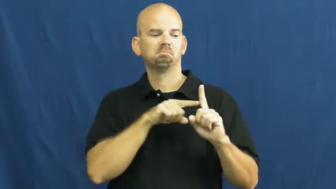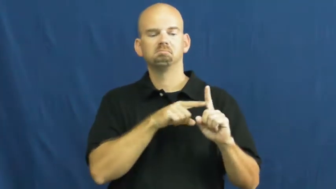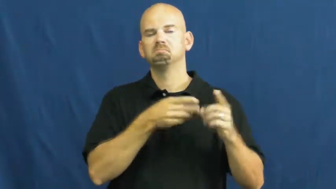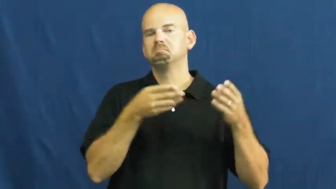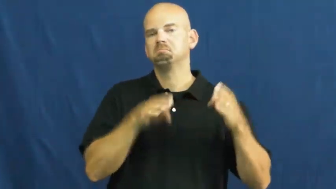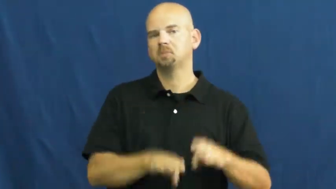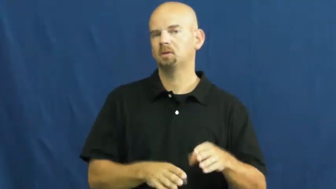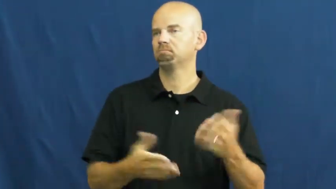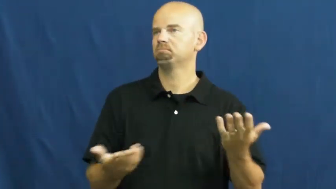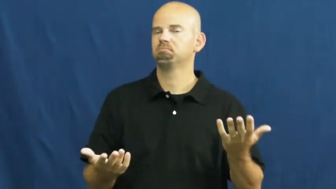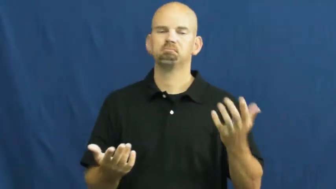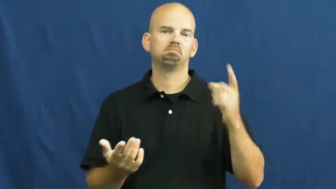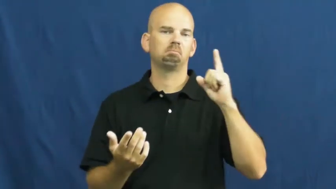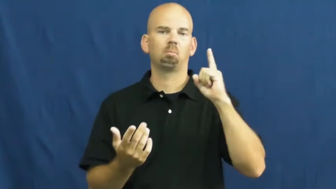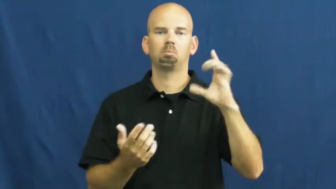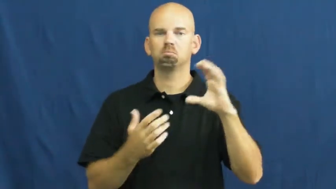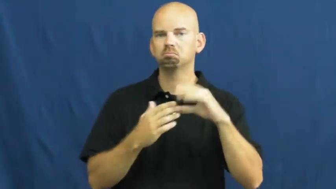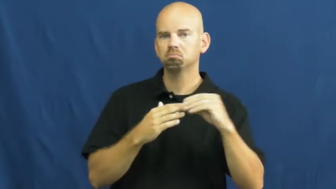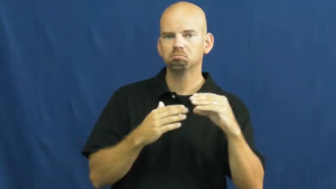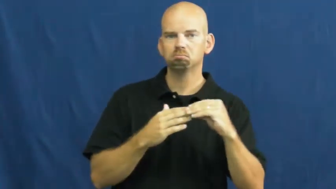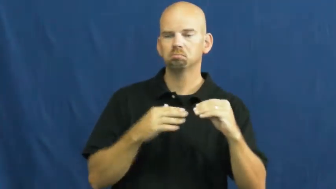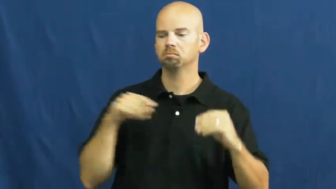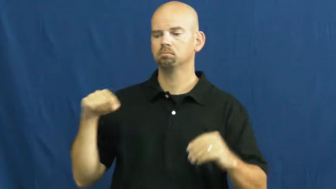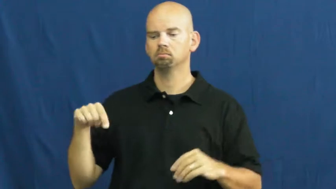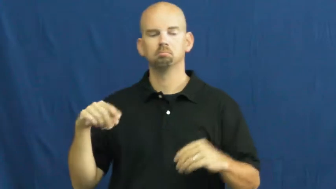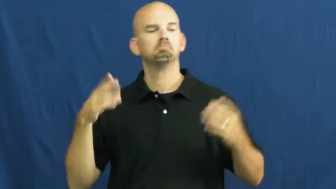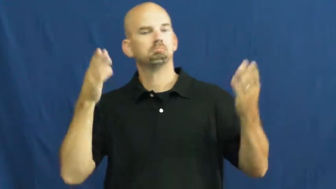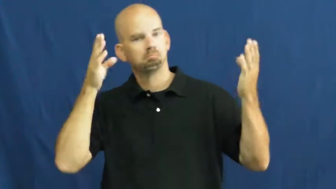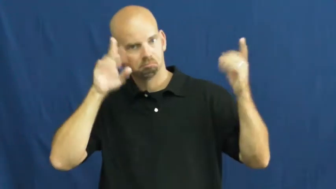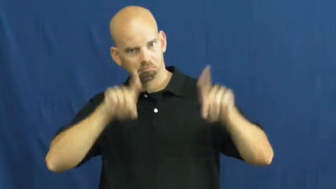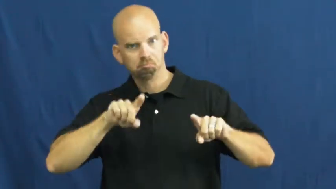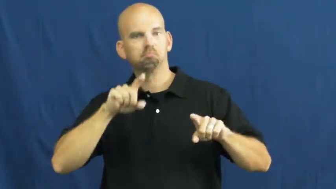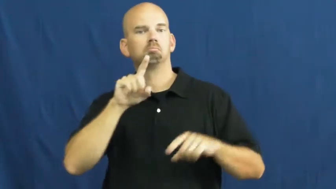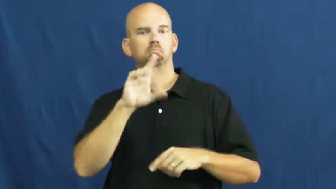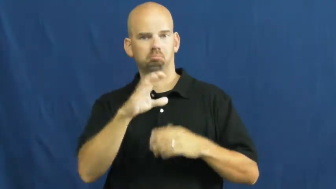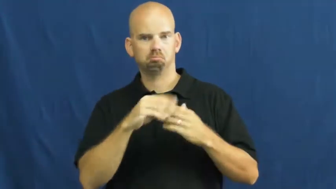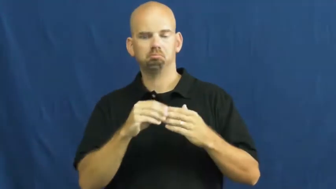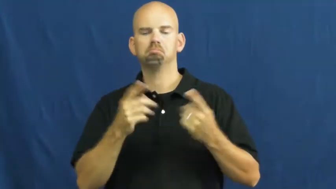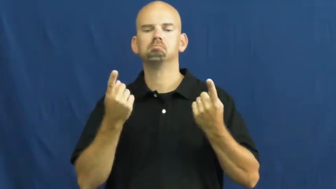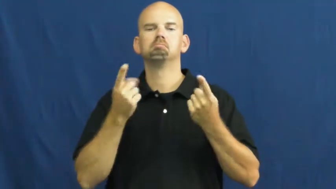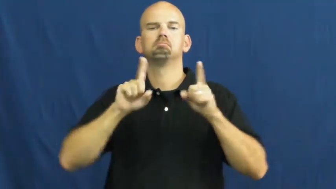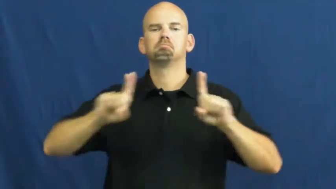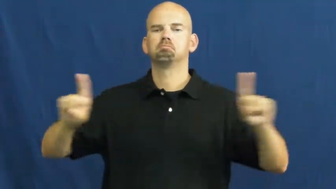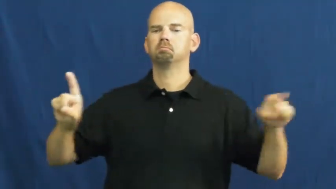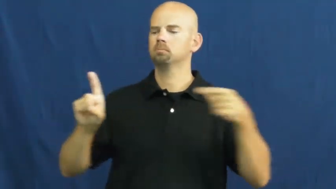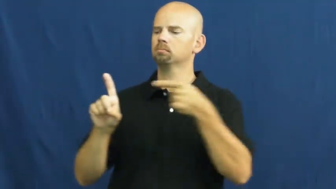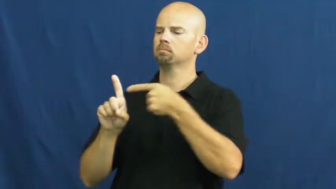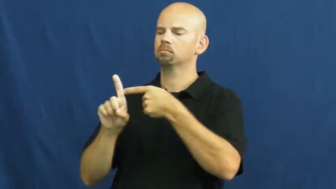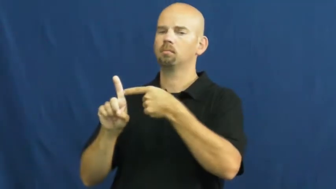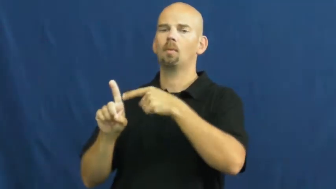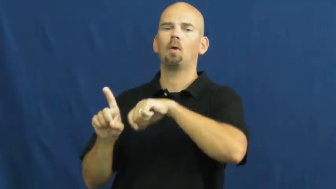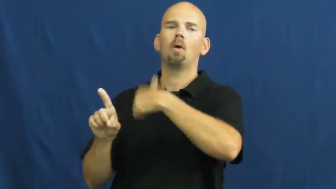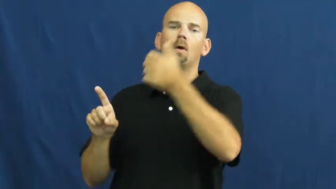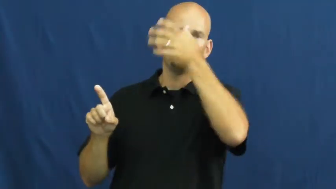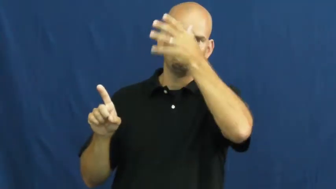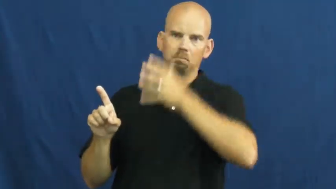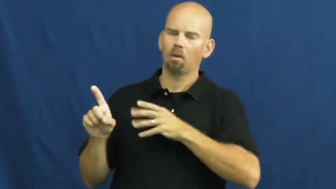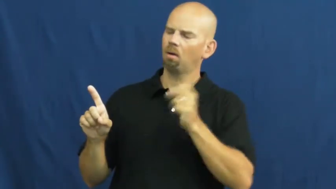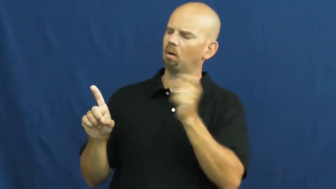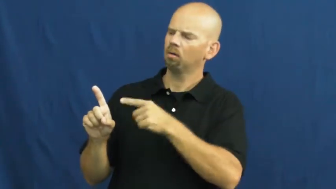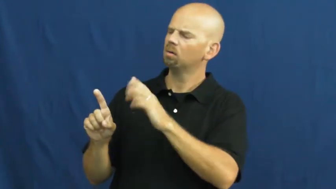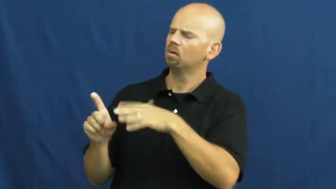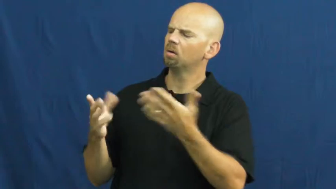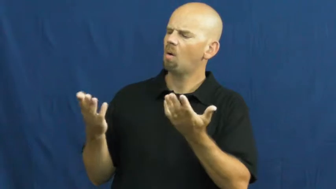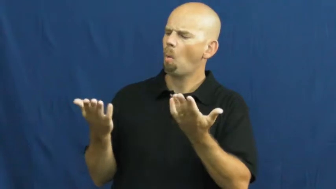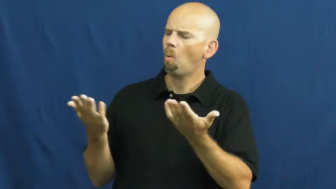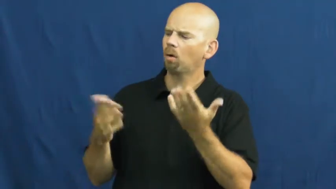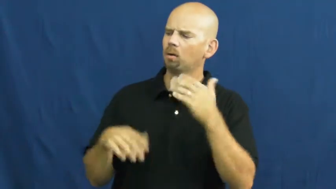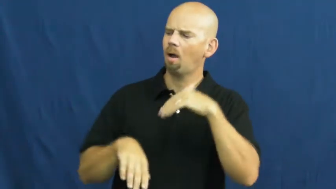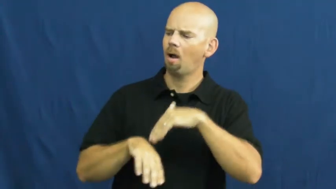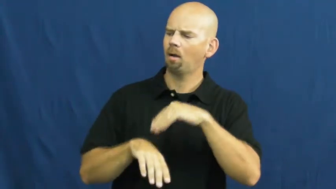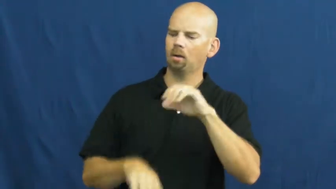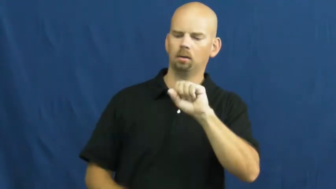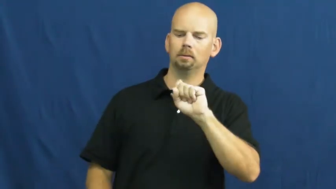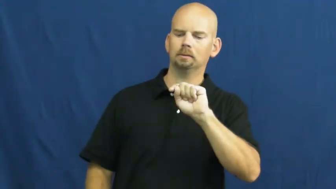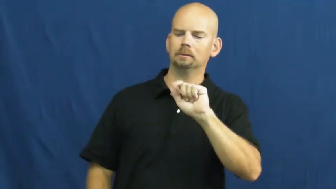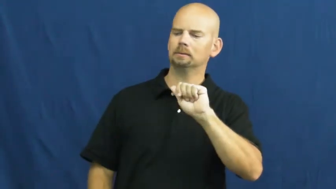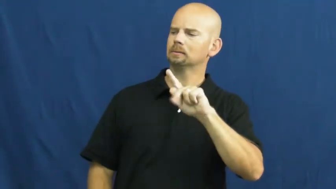stake-bet